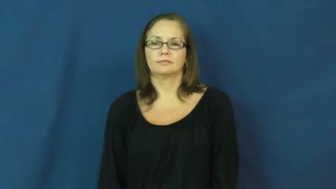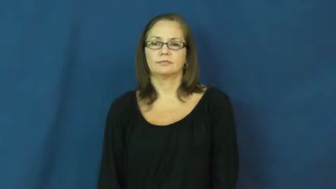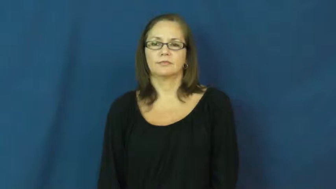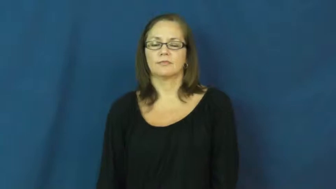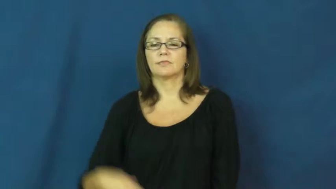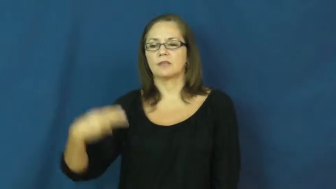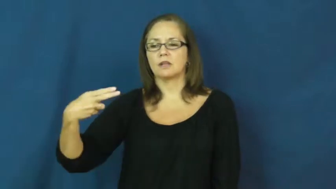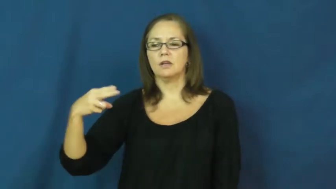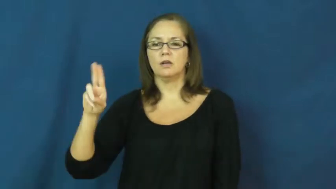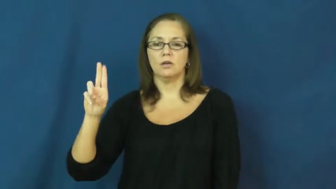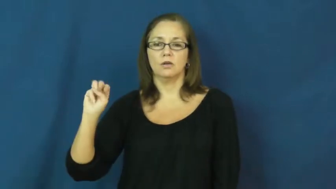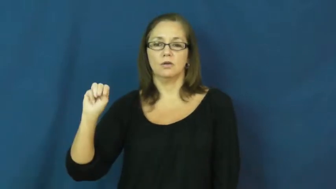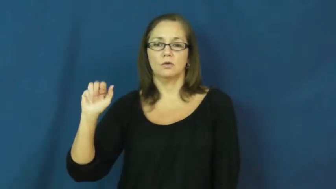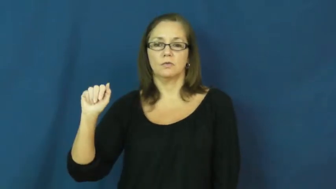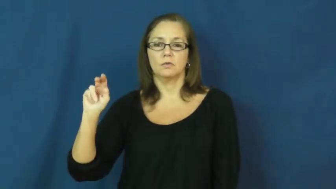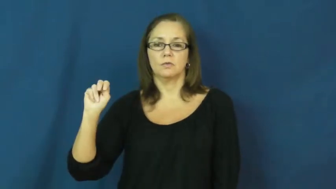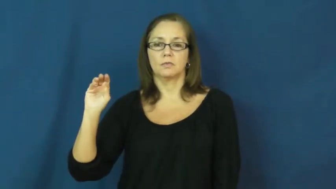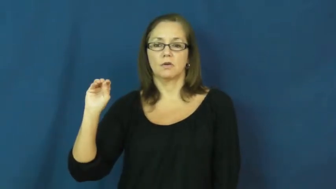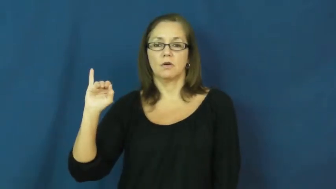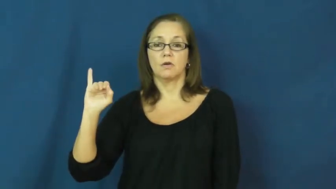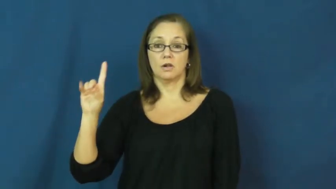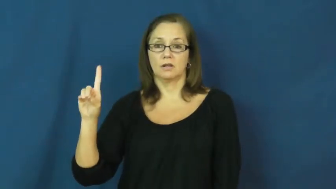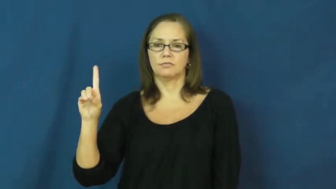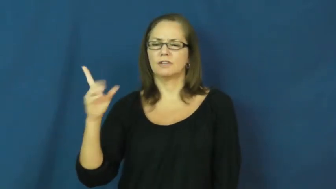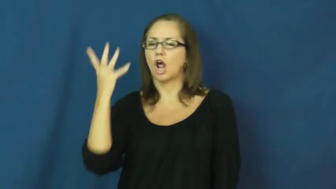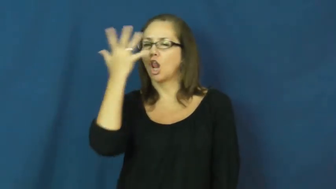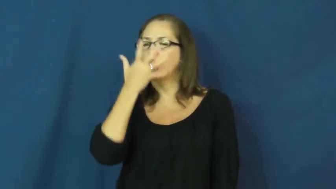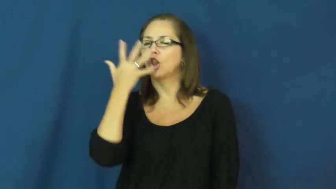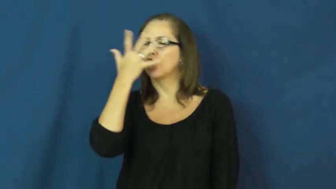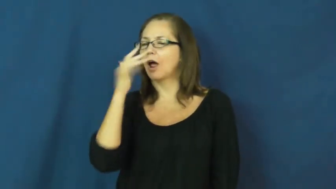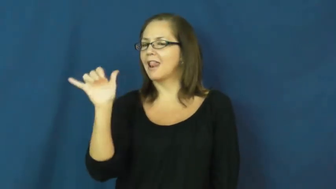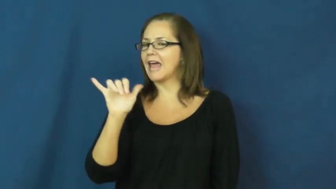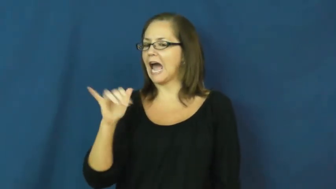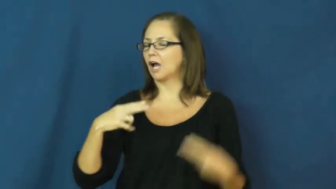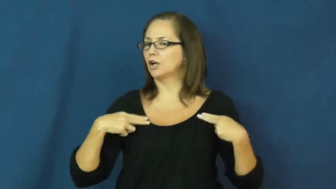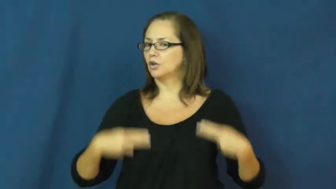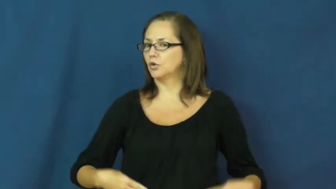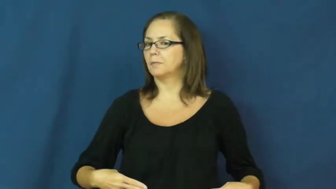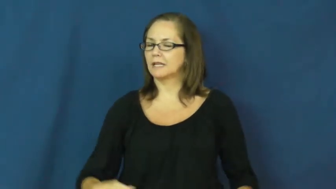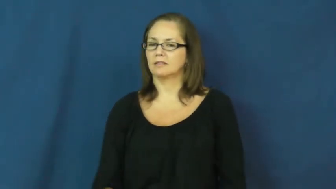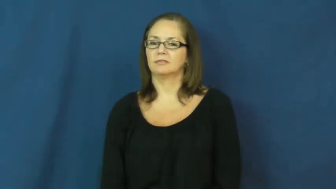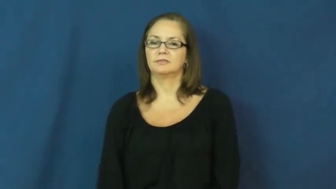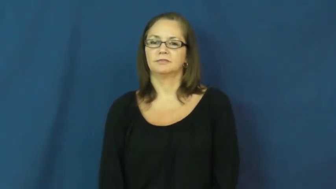humanoid